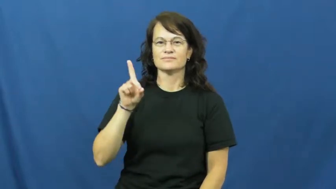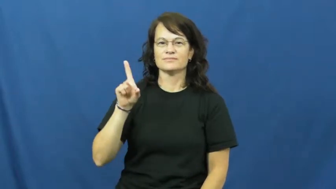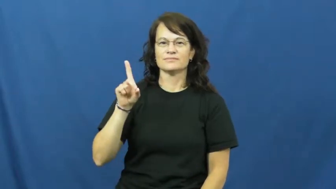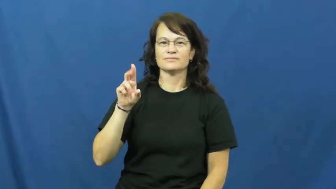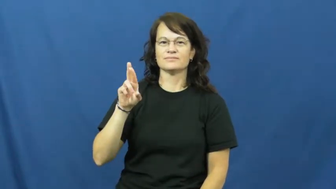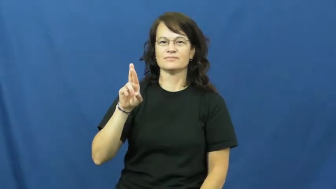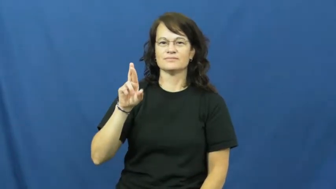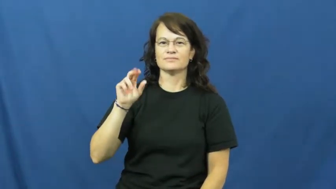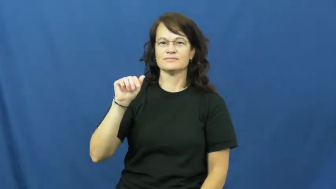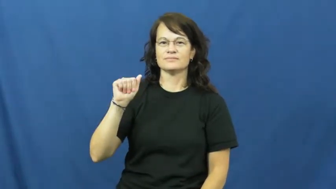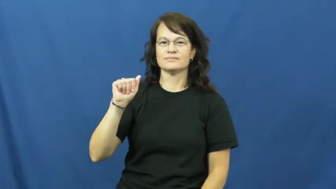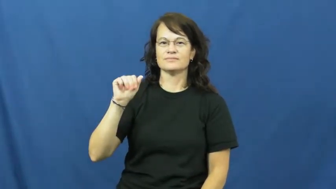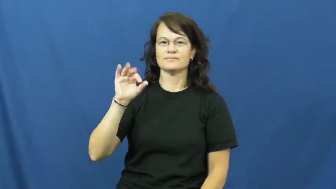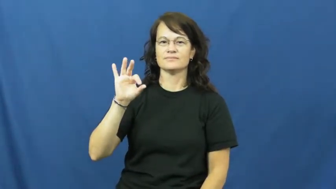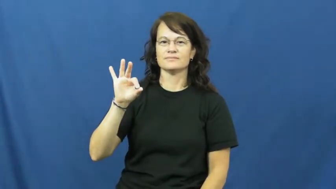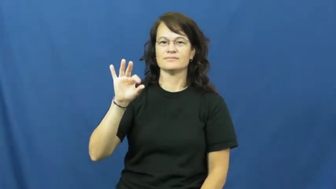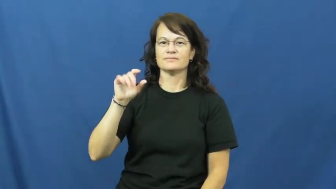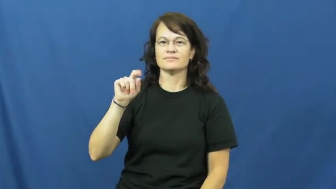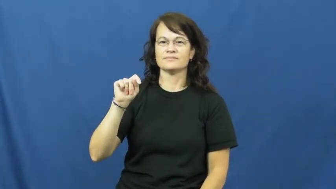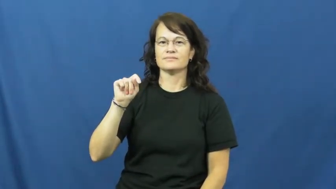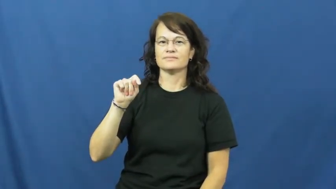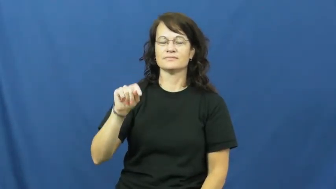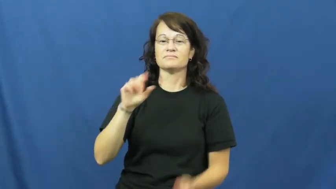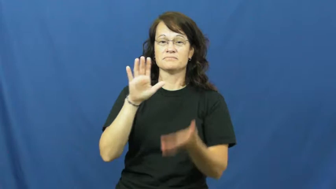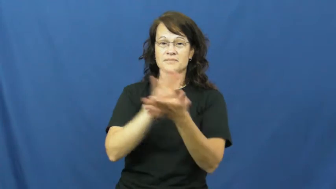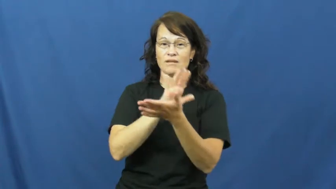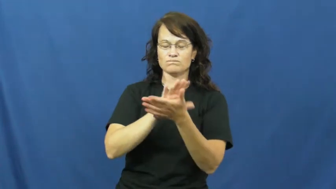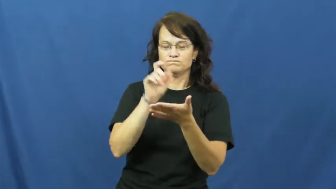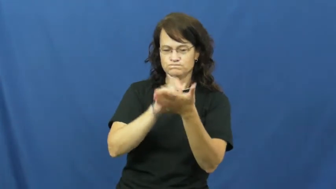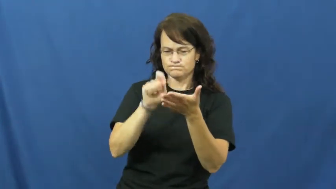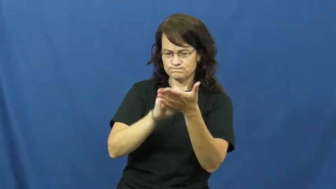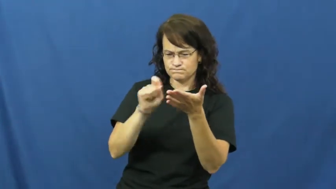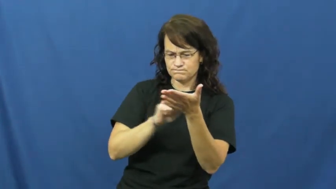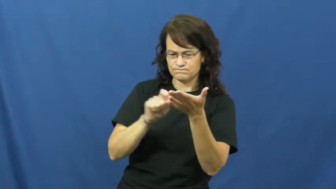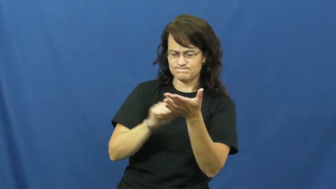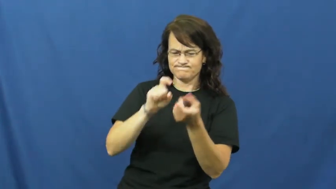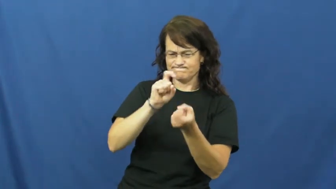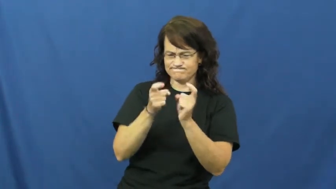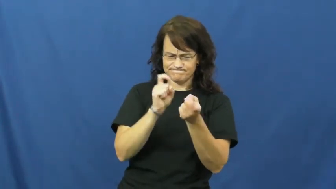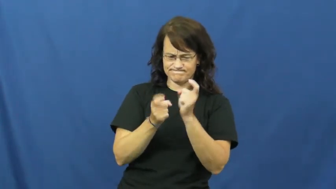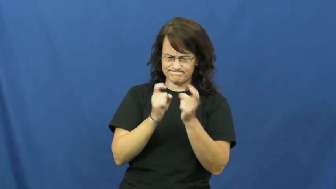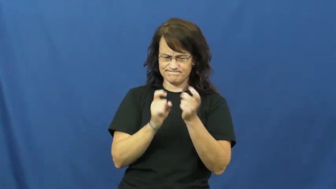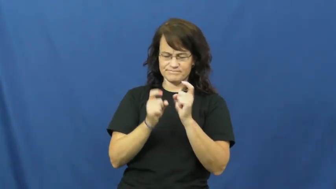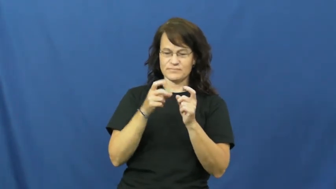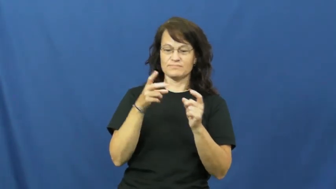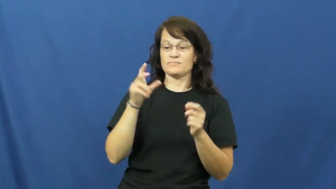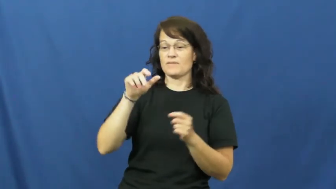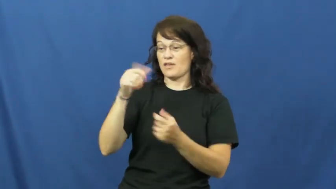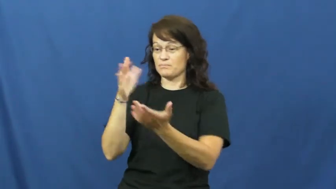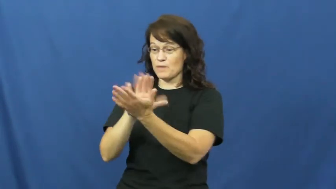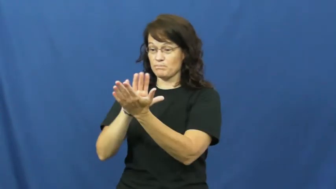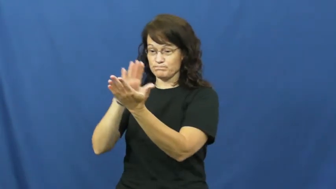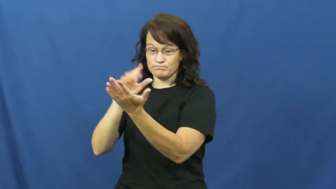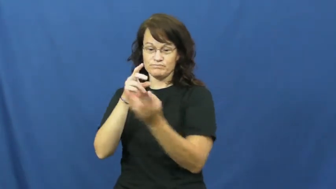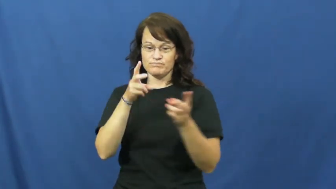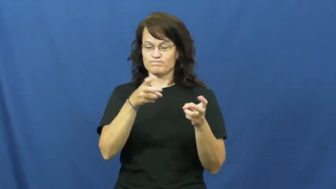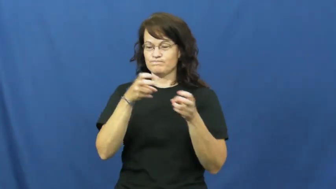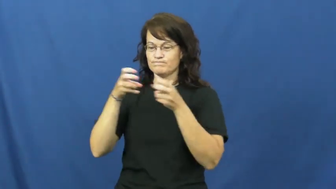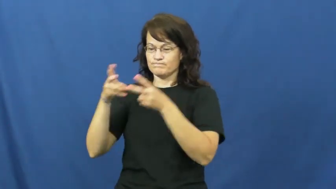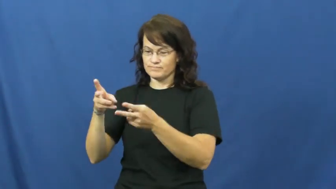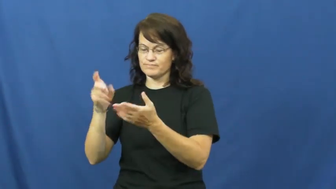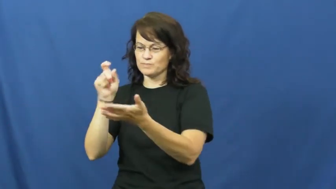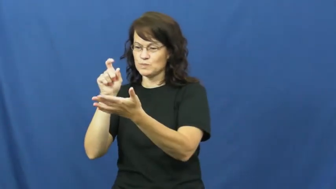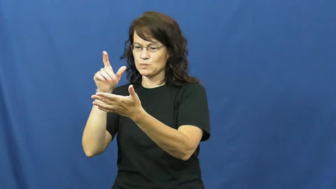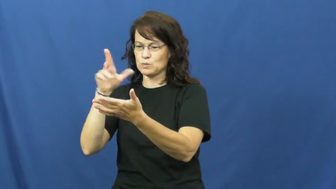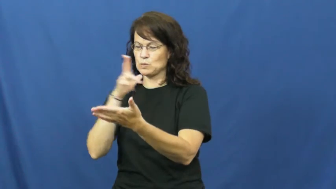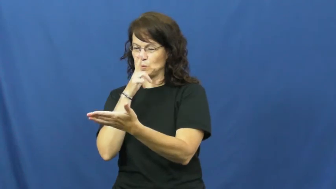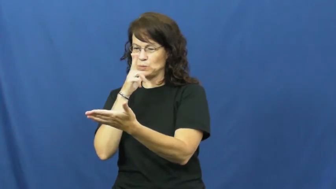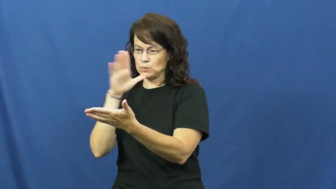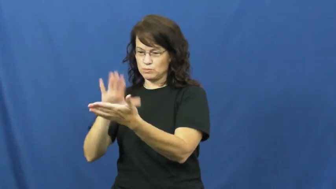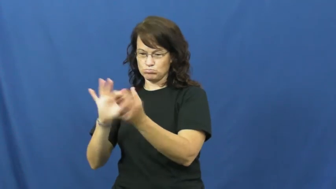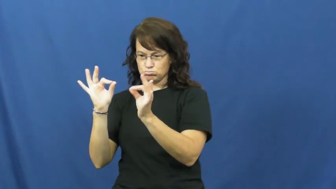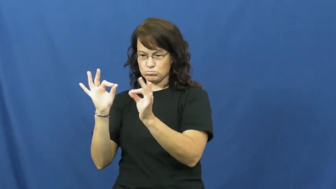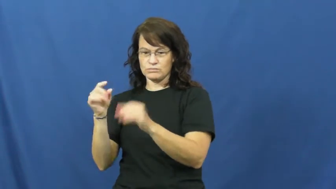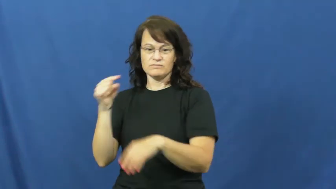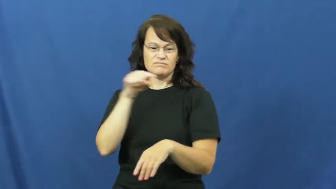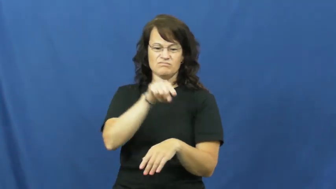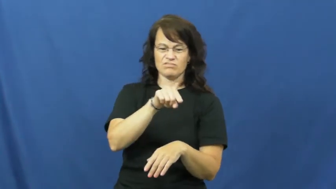draft-paper